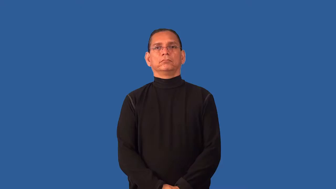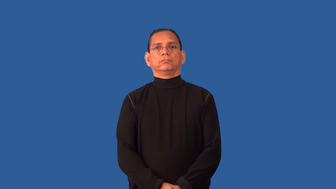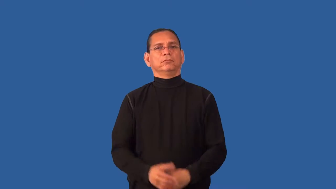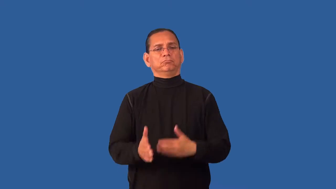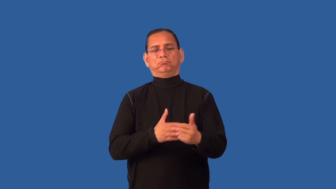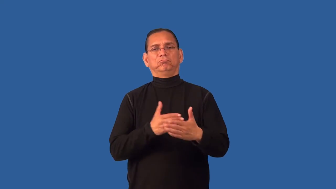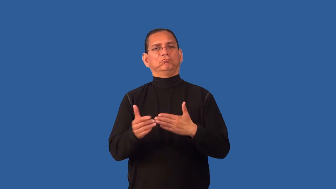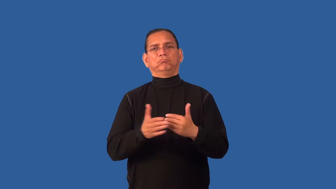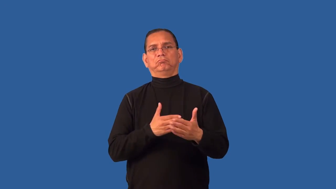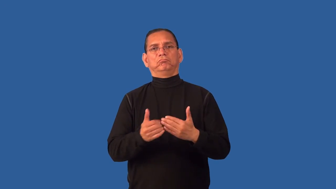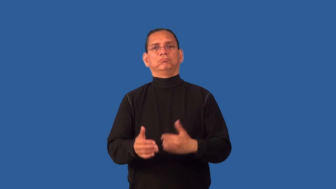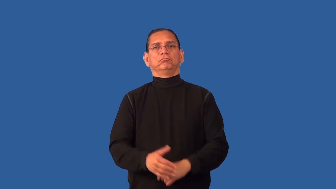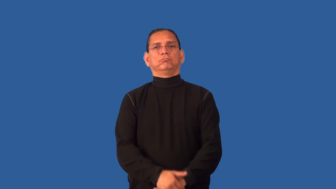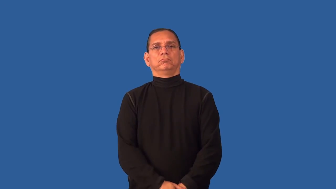even so